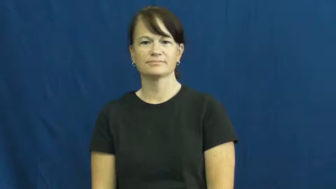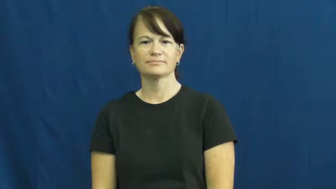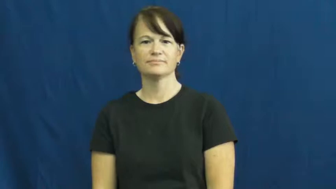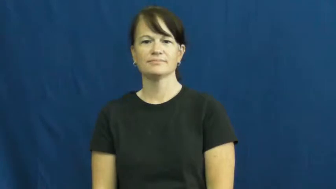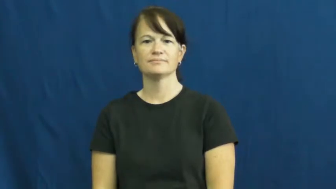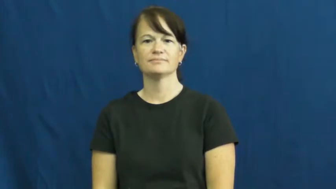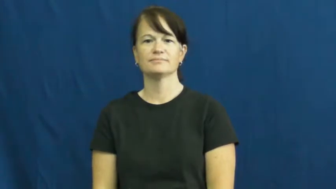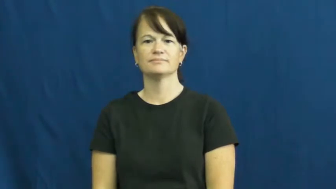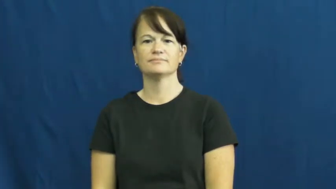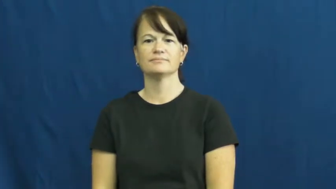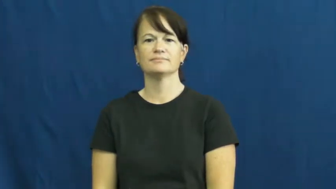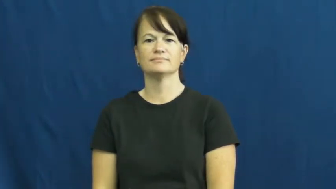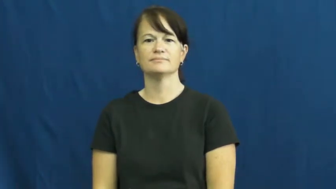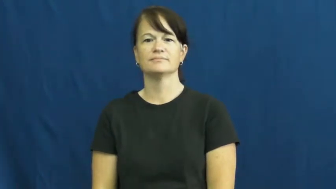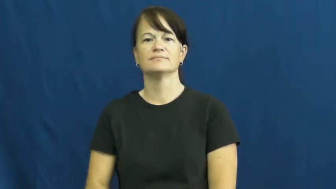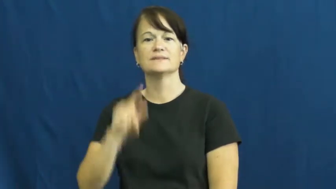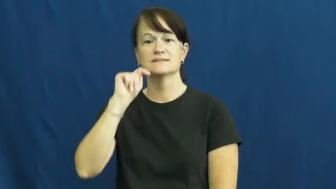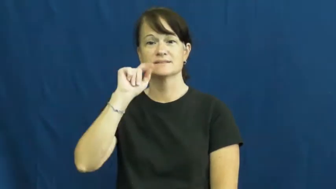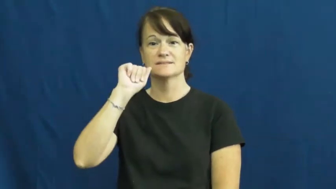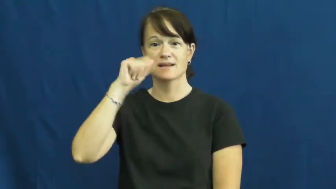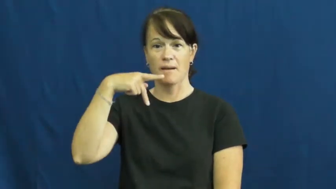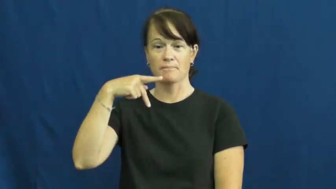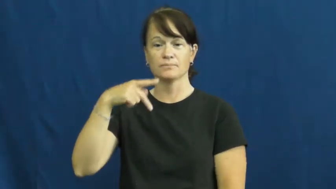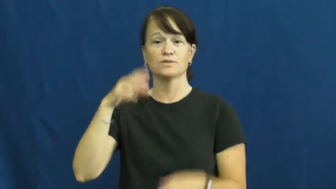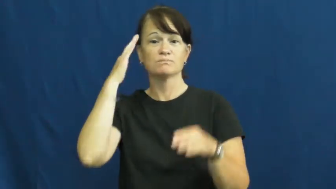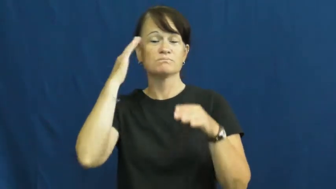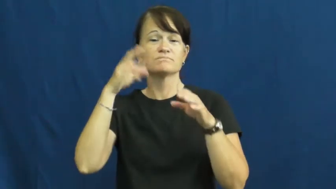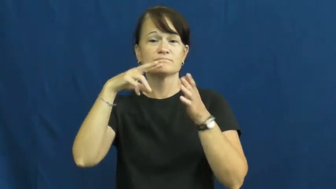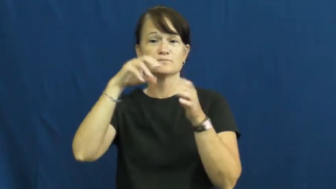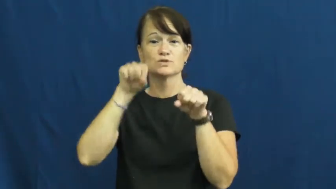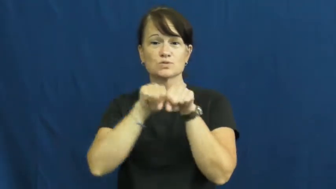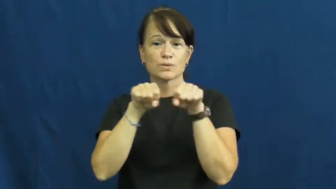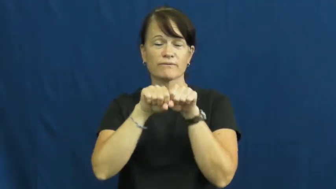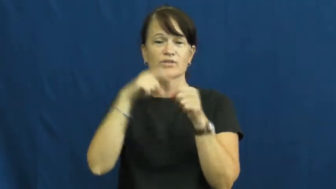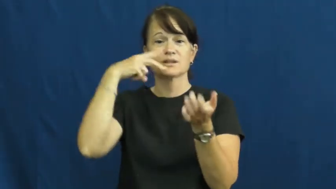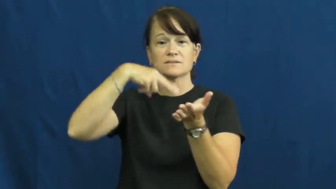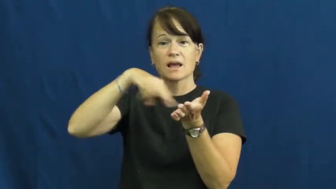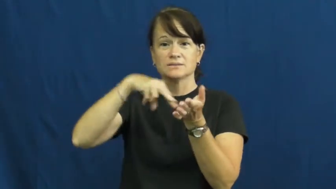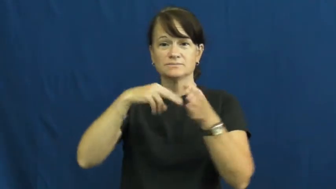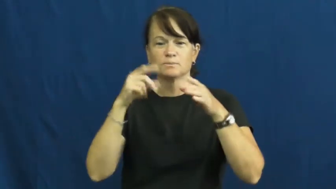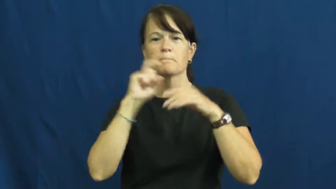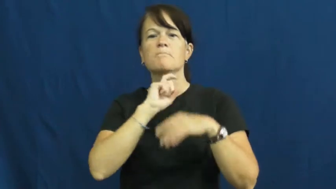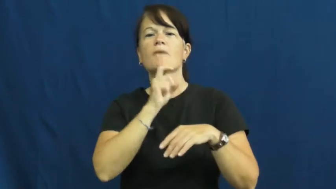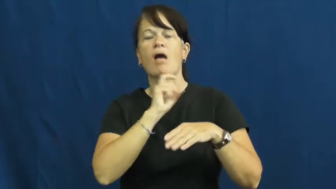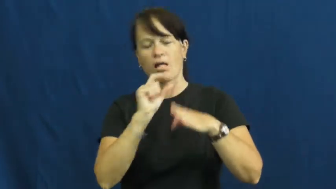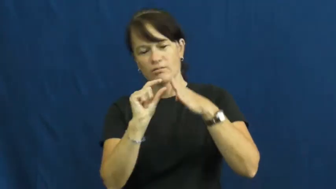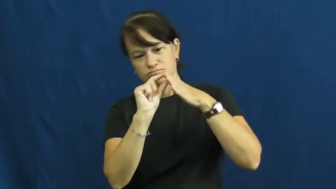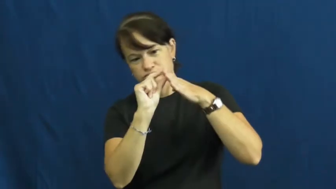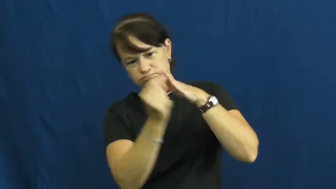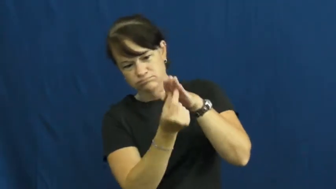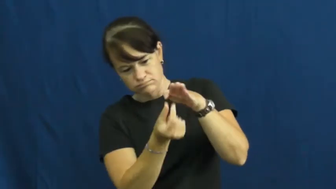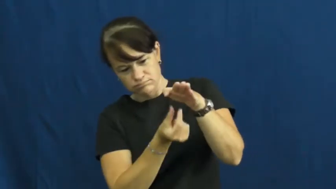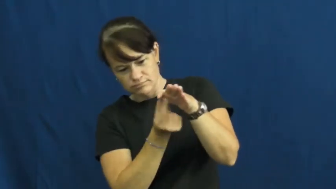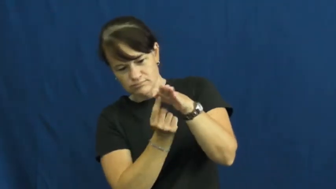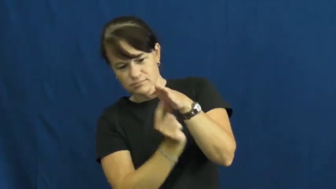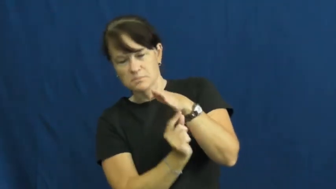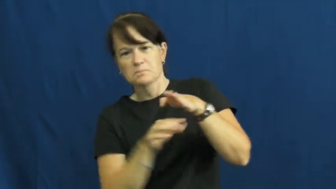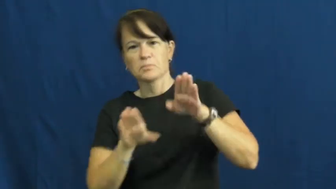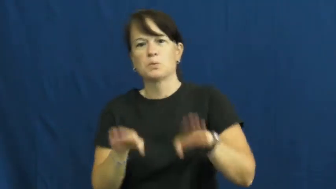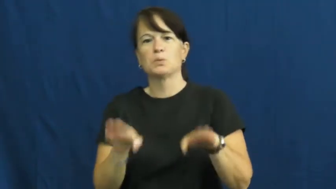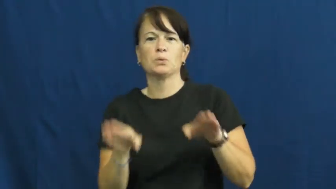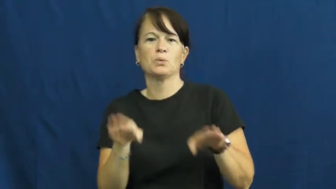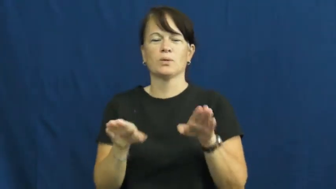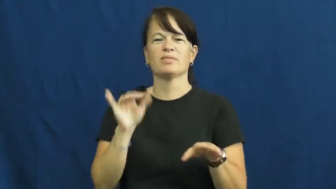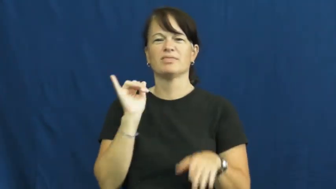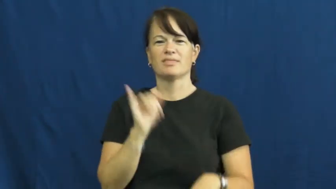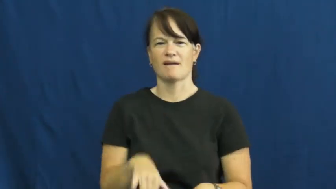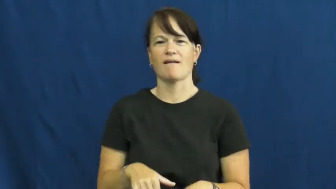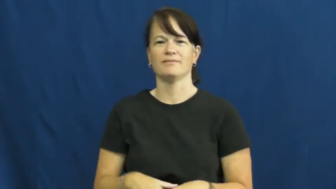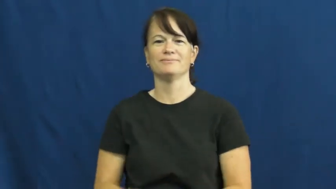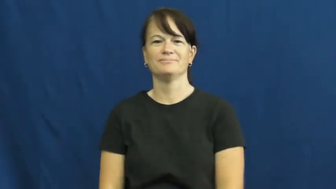tap-shoe